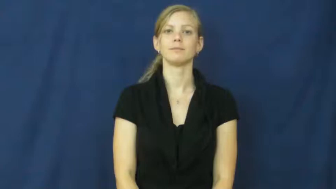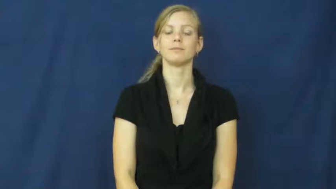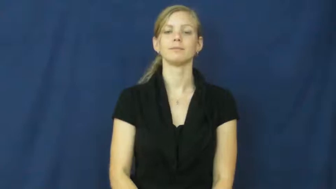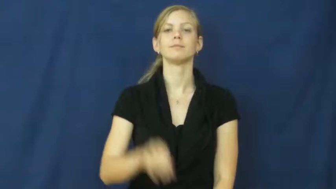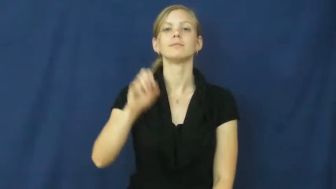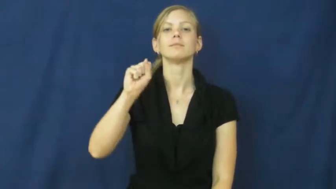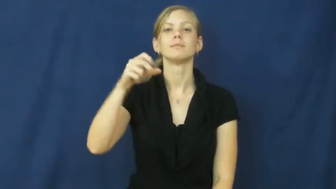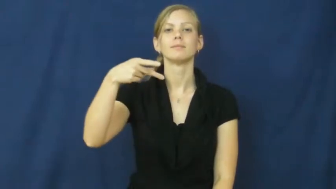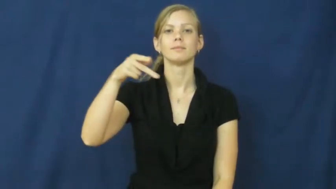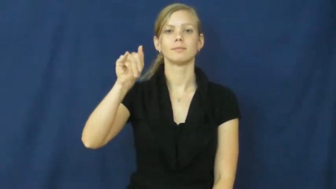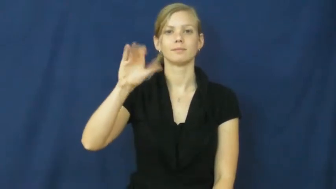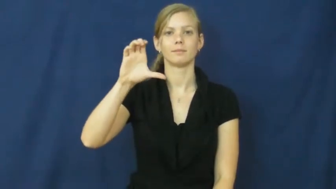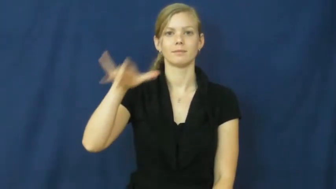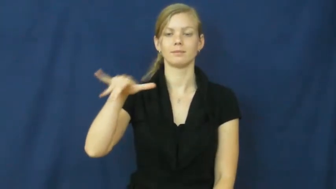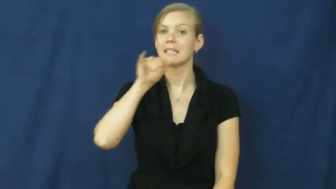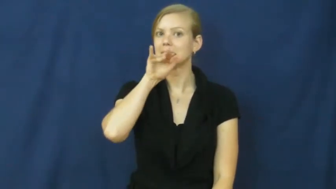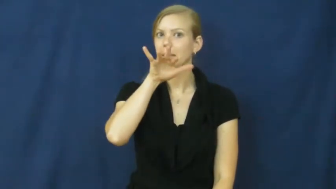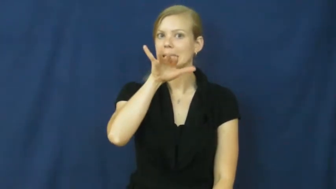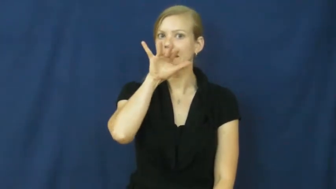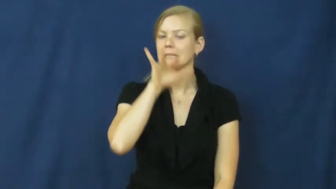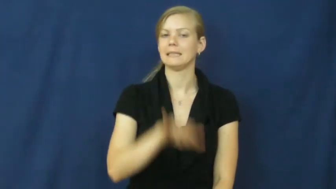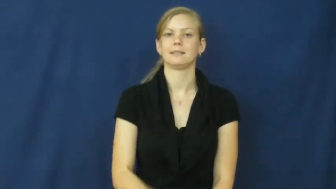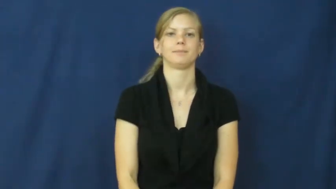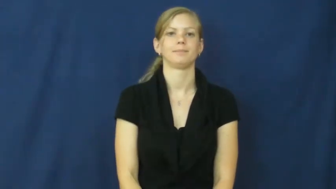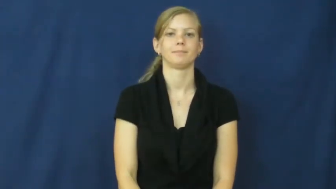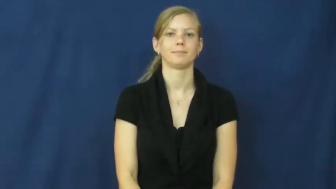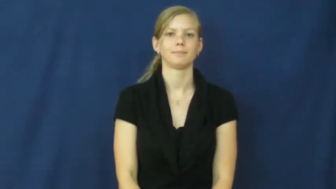spicy